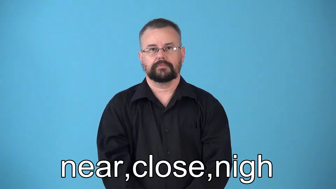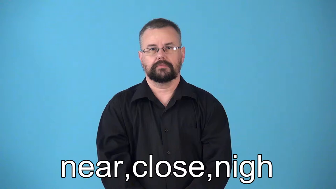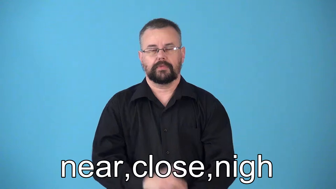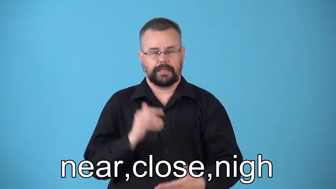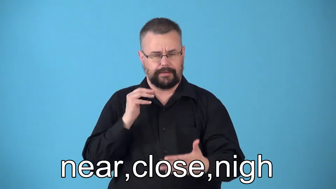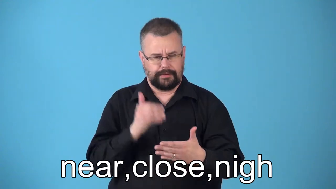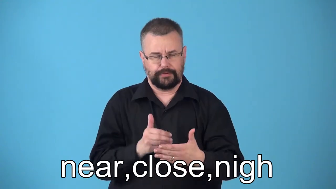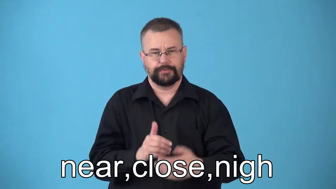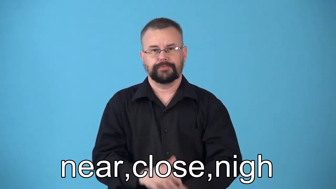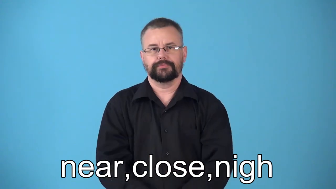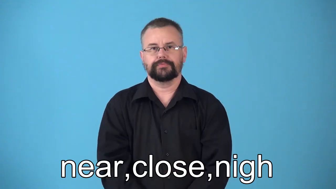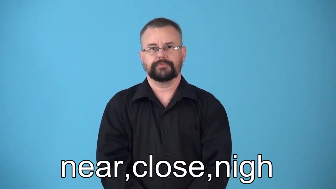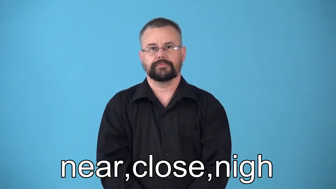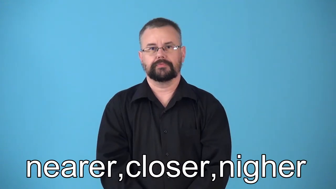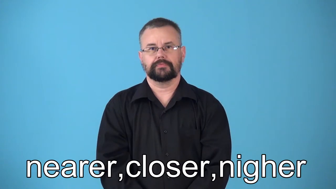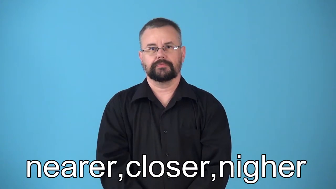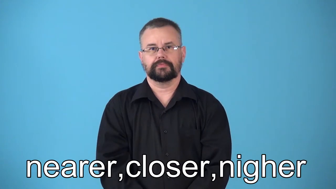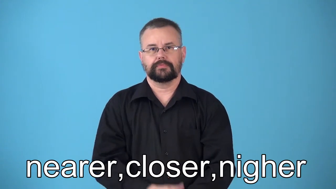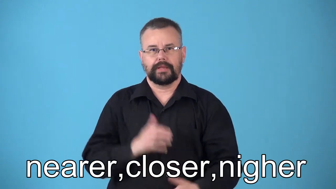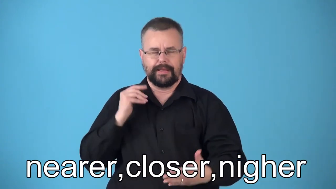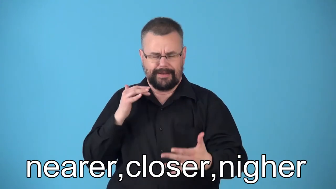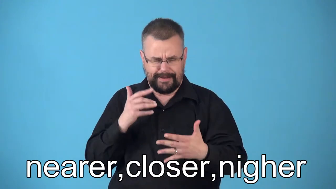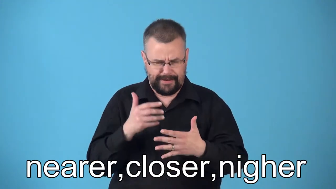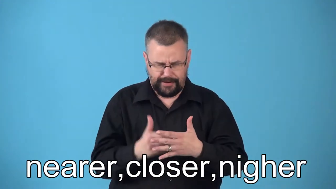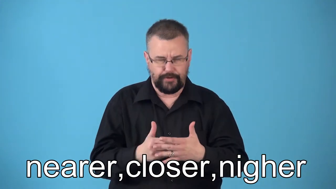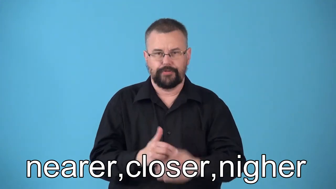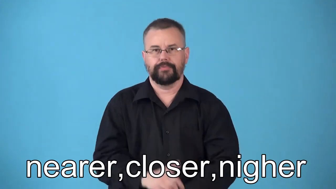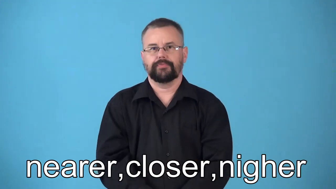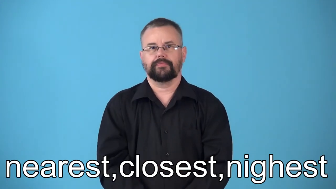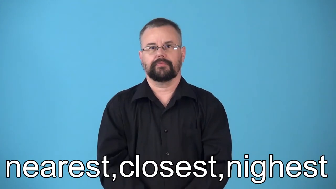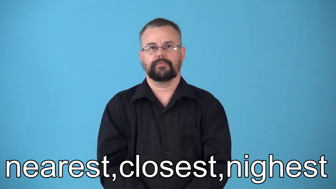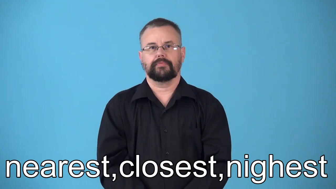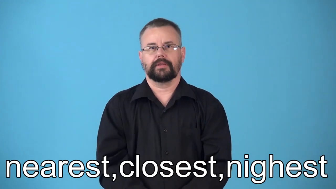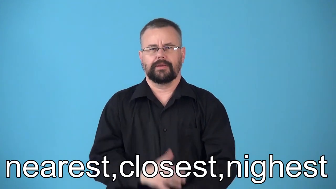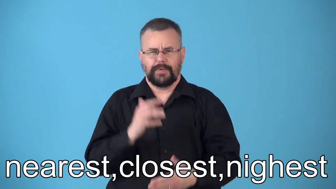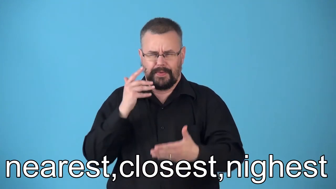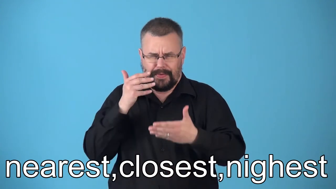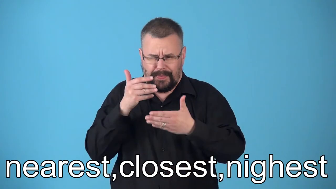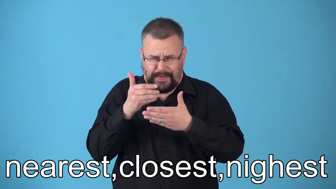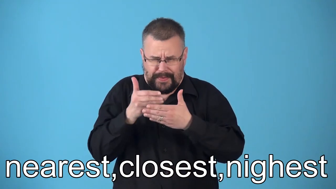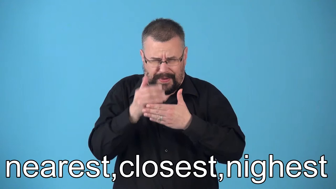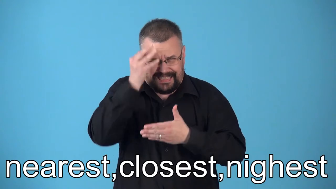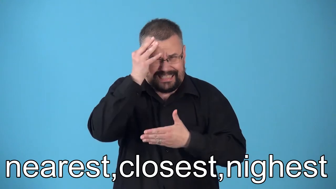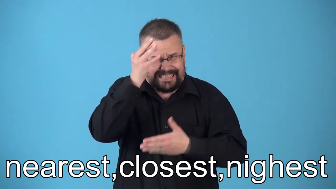nearer,closer,nigher,nearest,closest,nighest